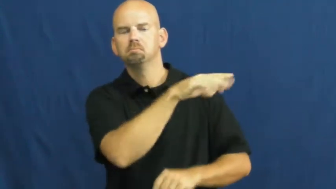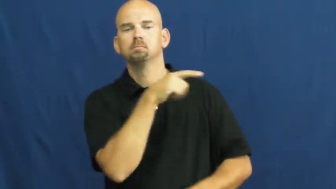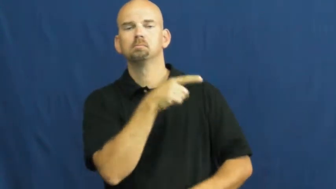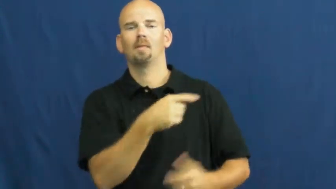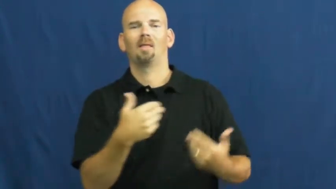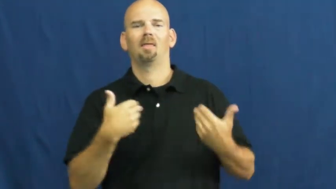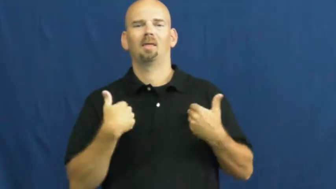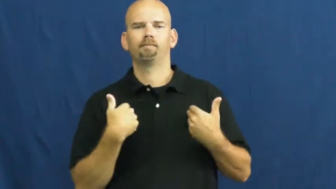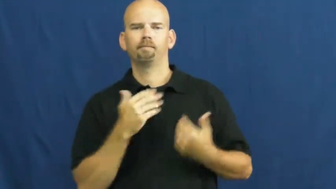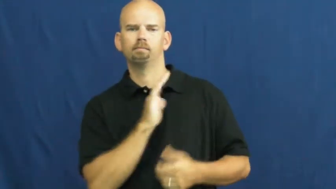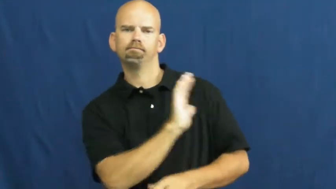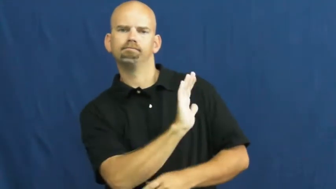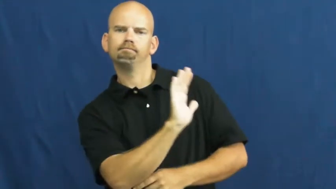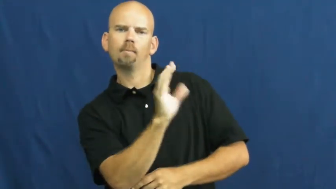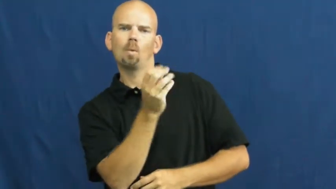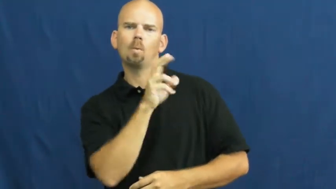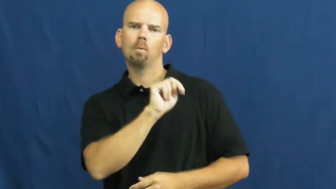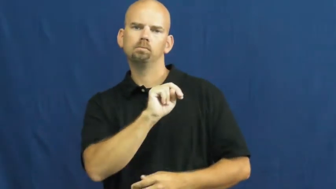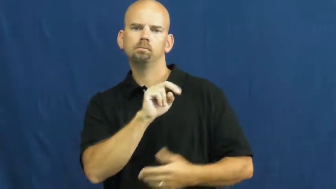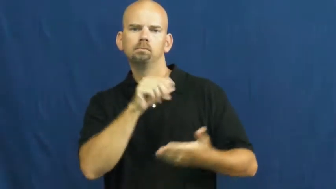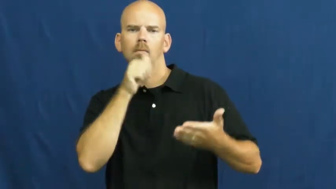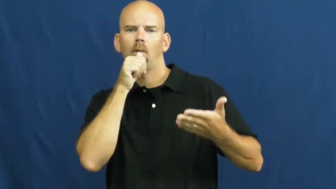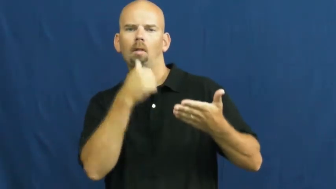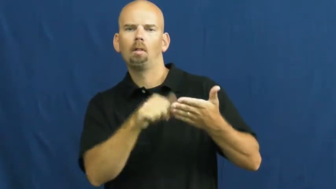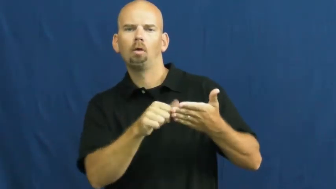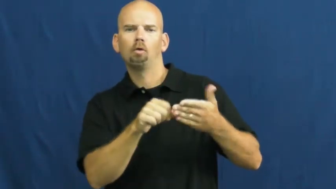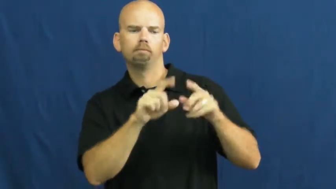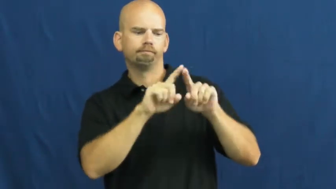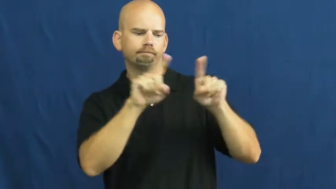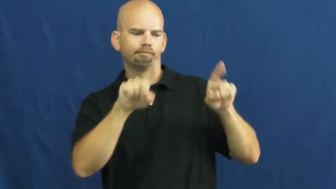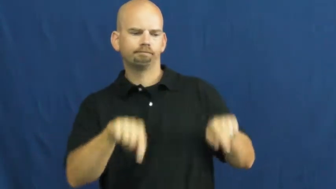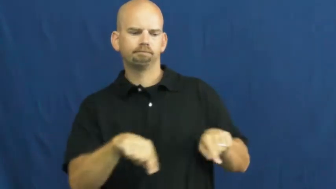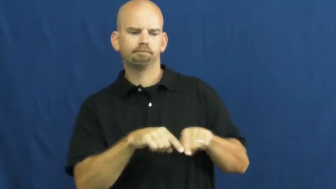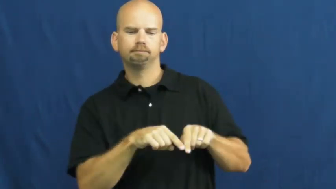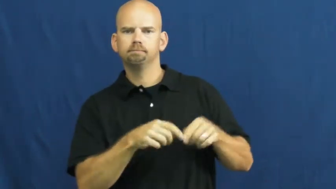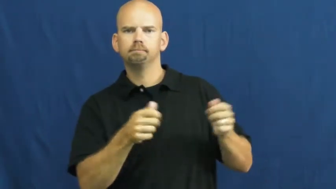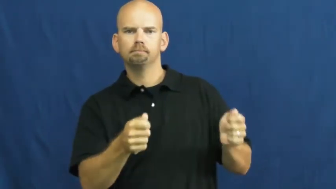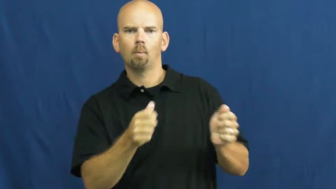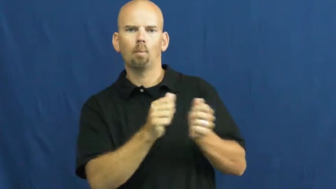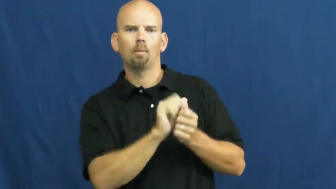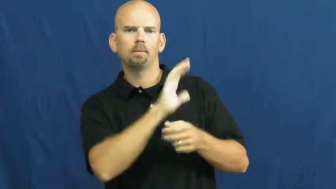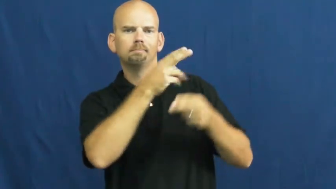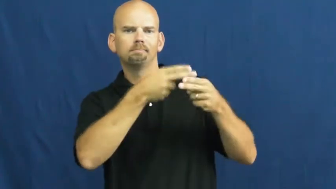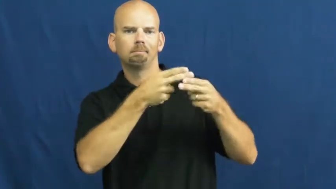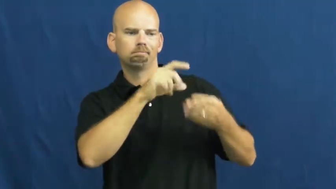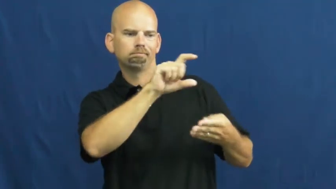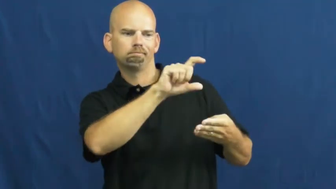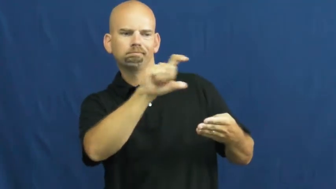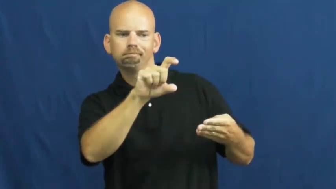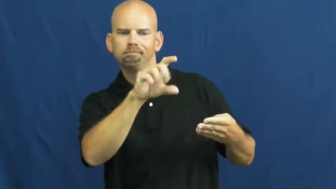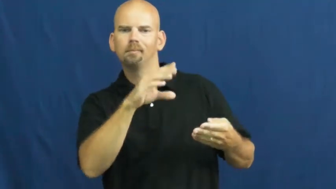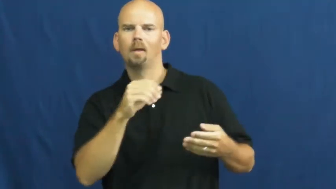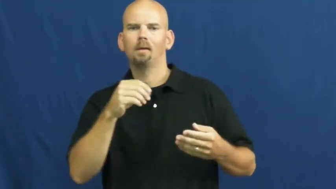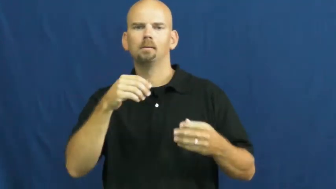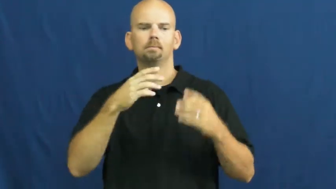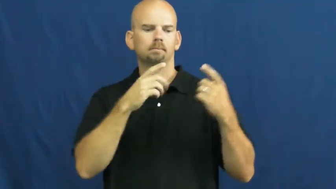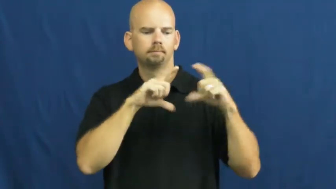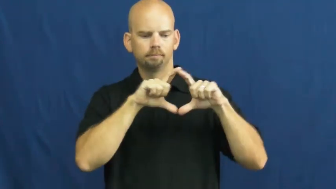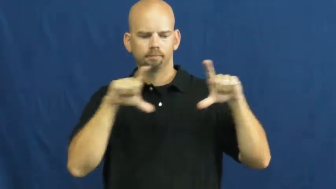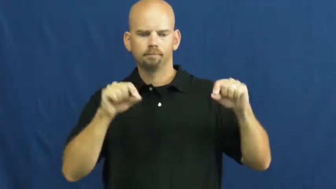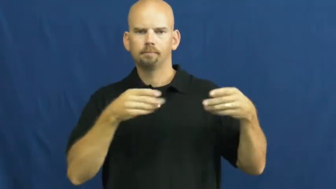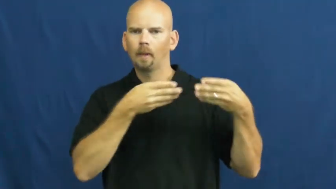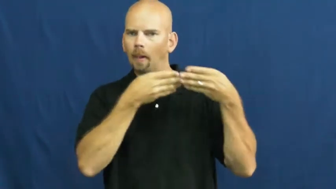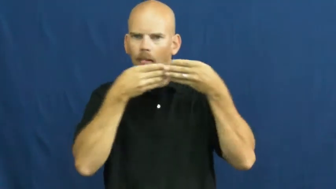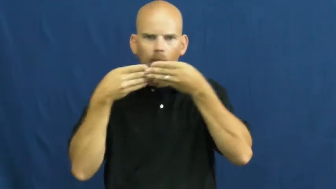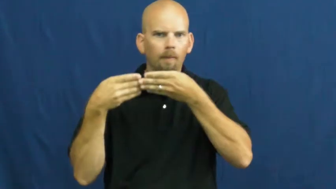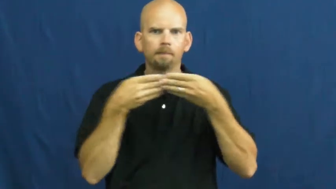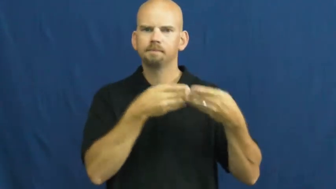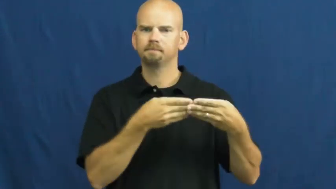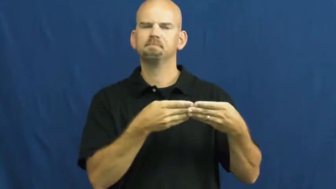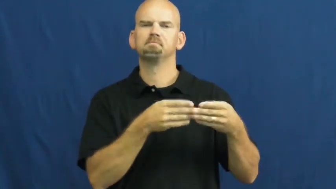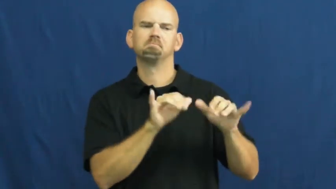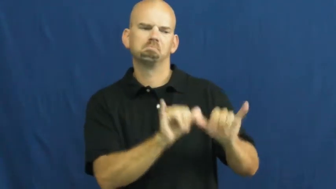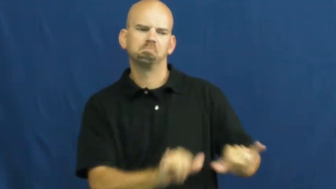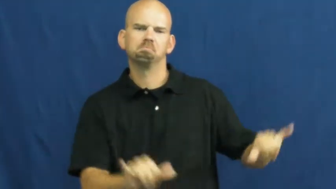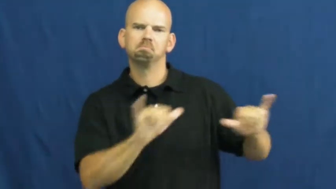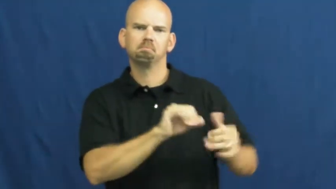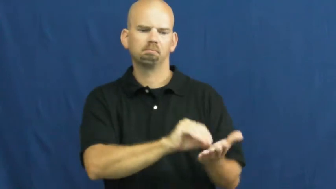stationery